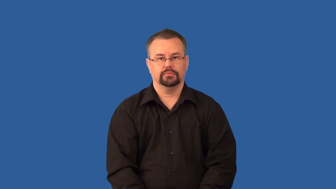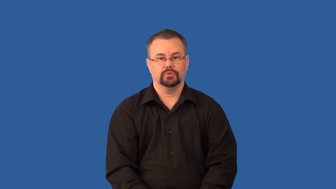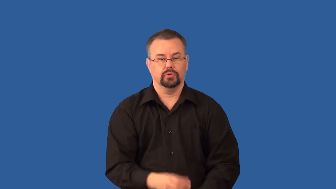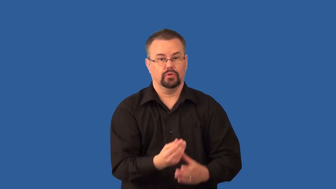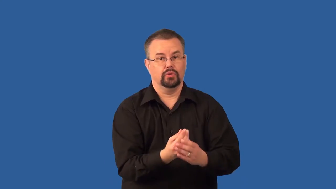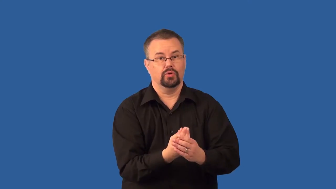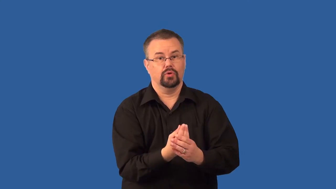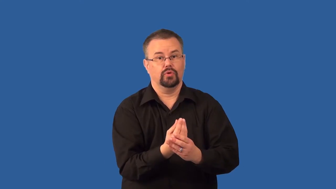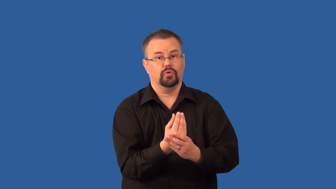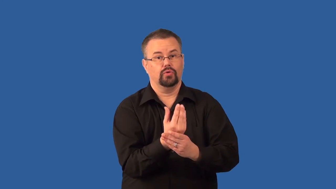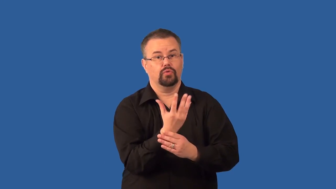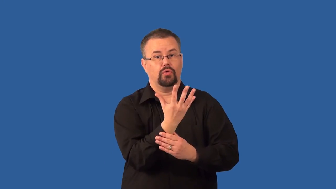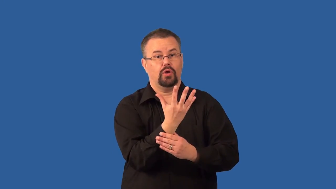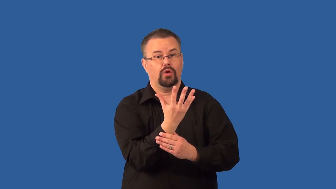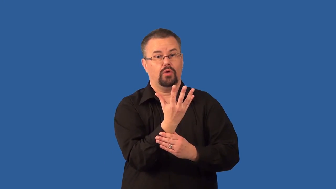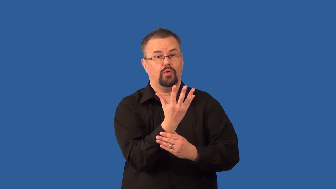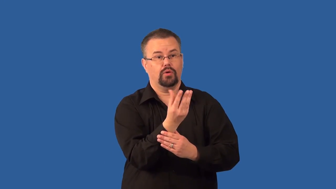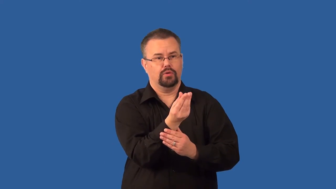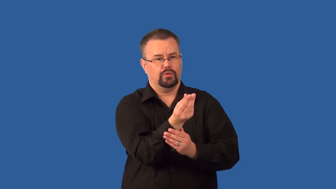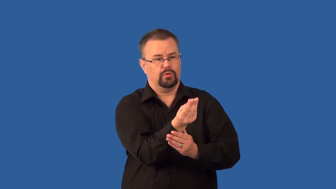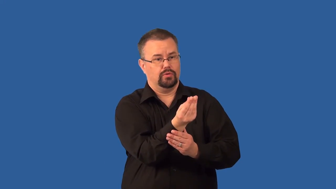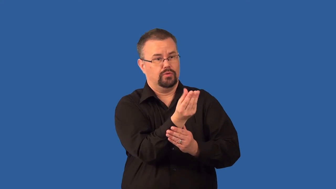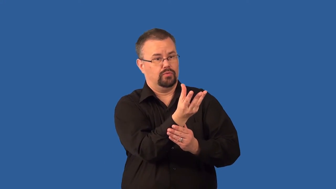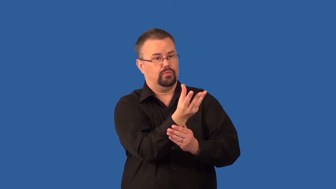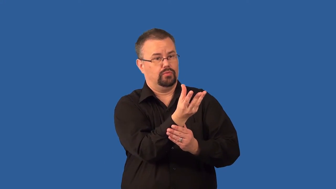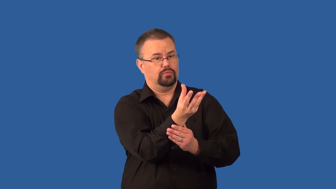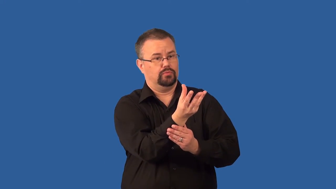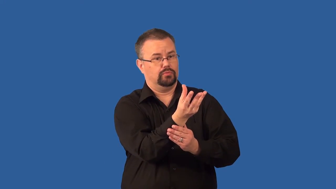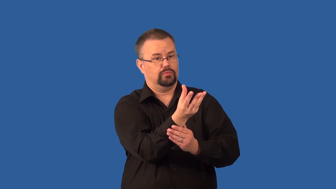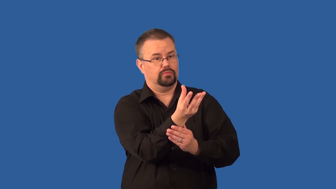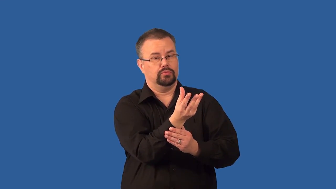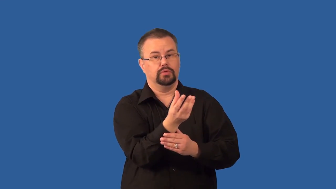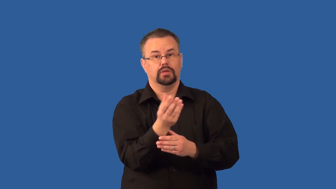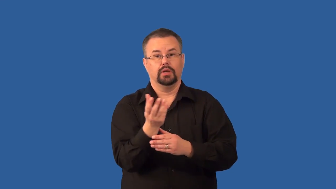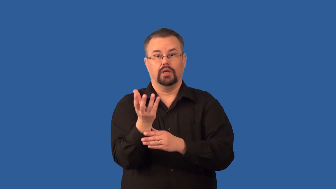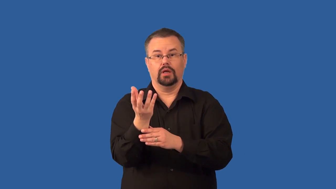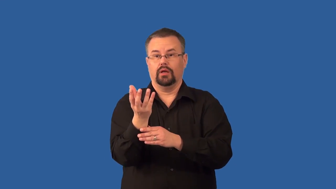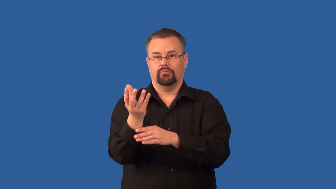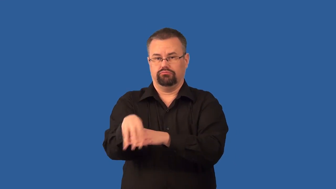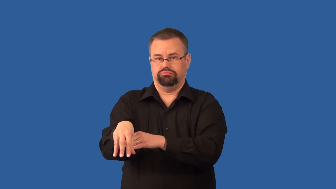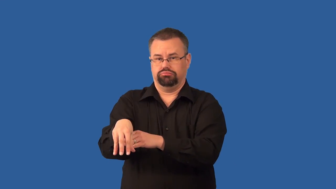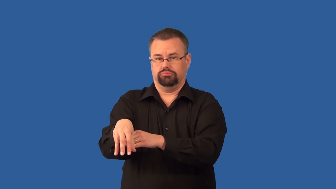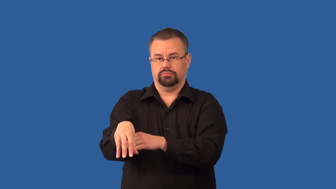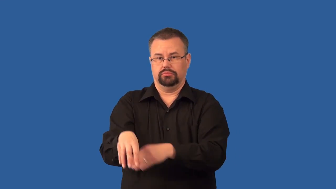tropism